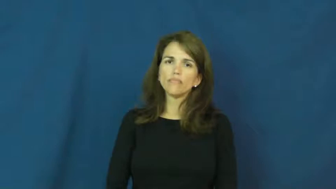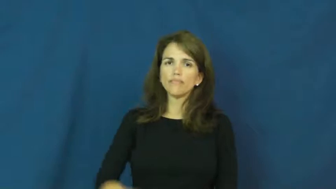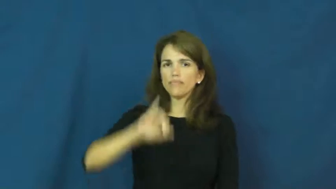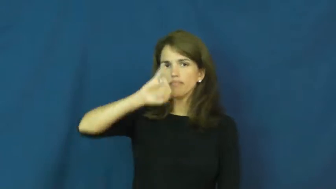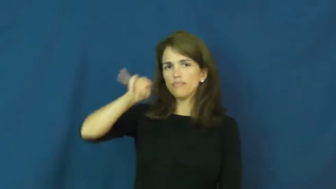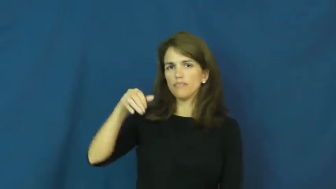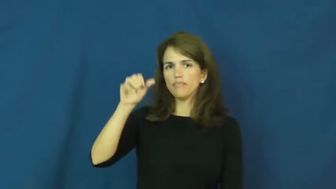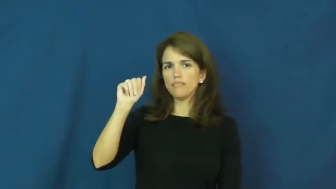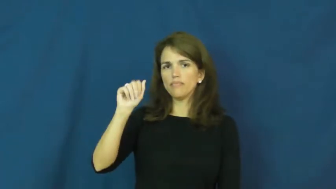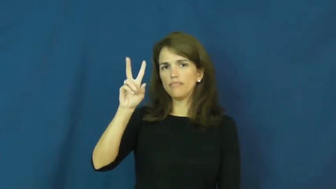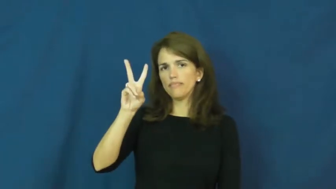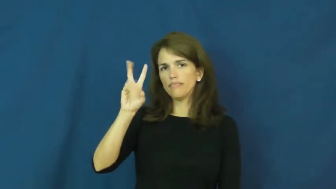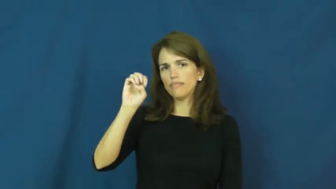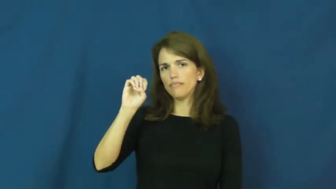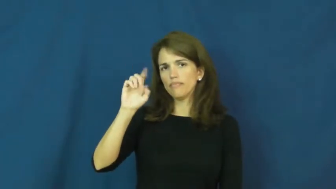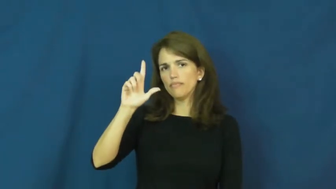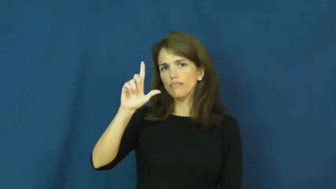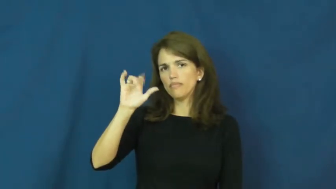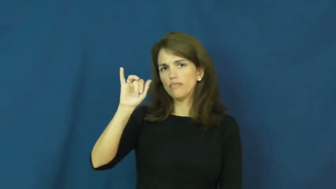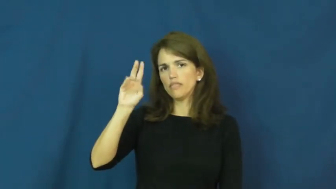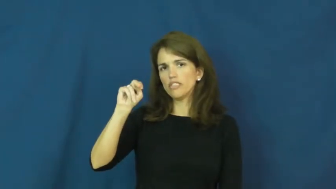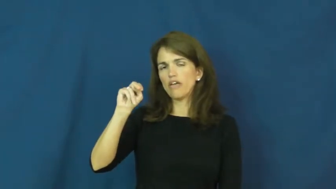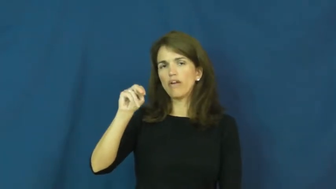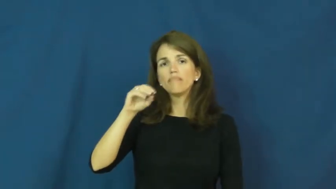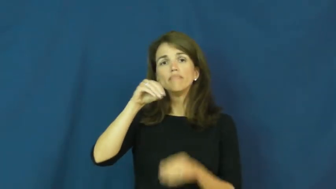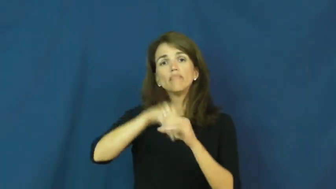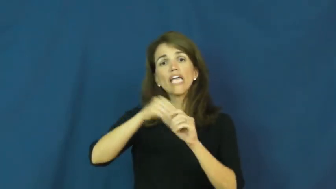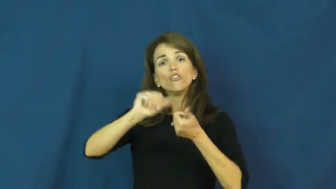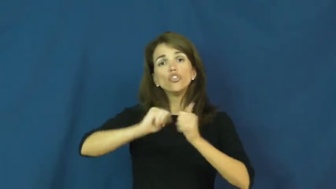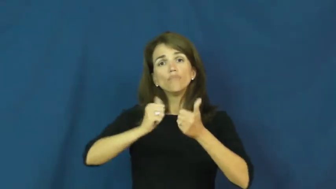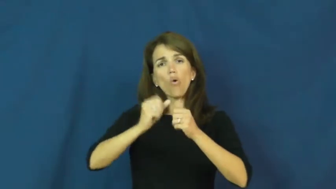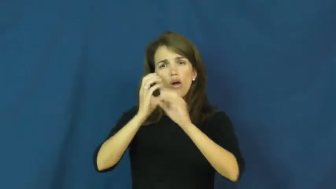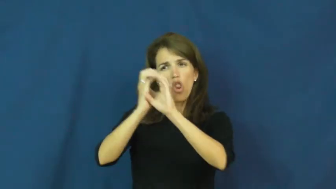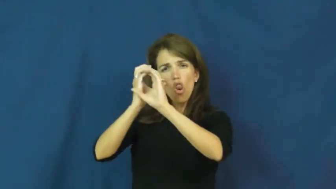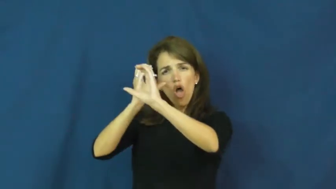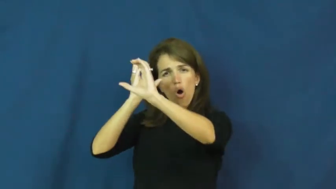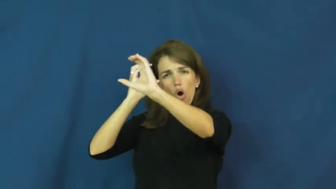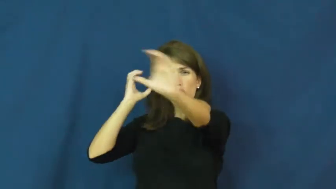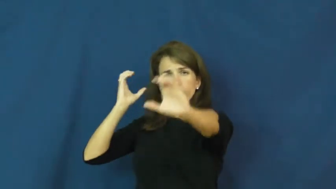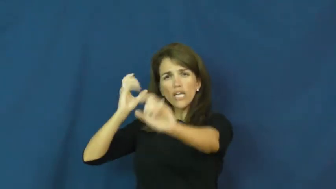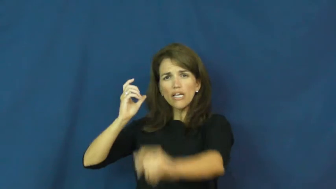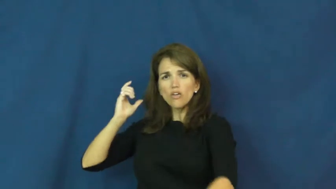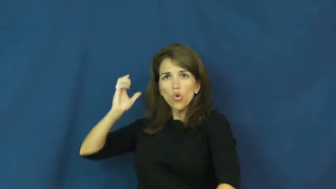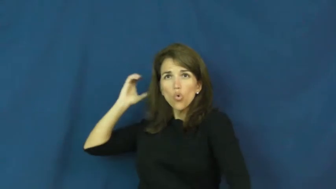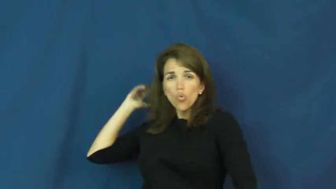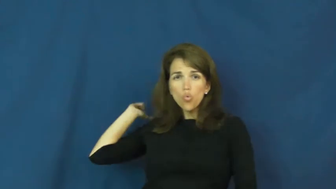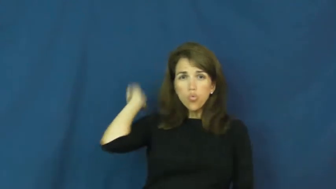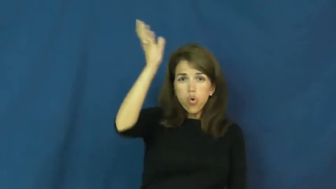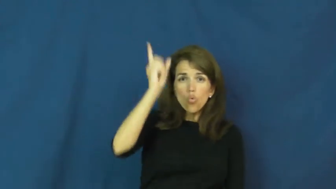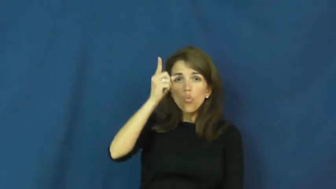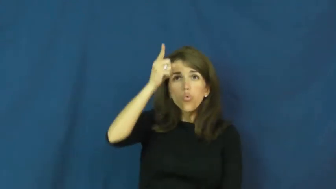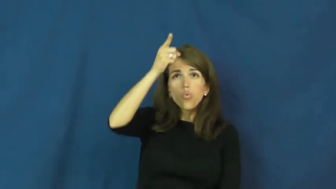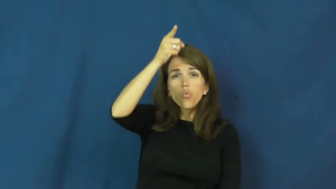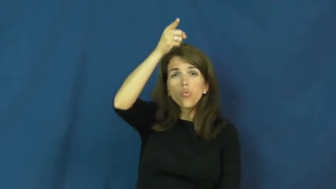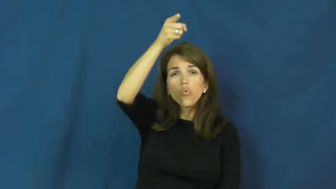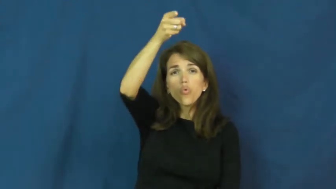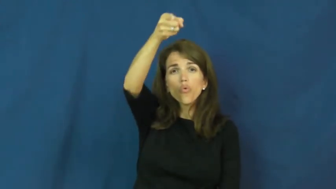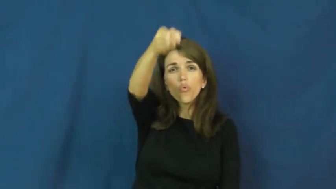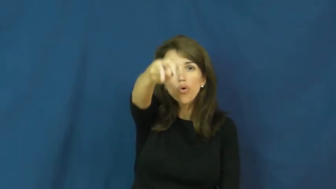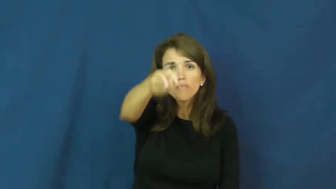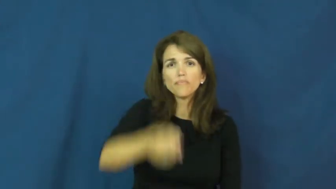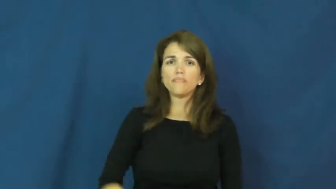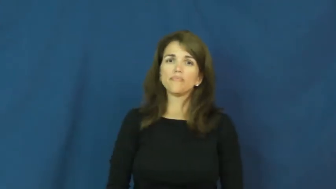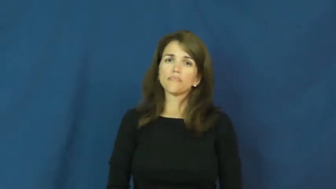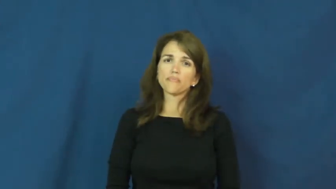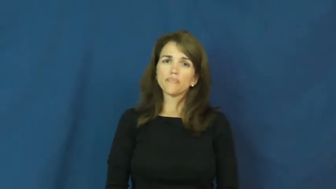javelin